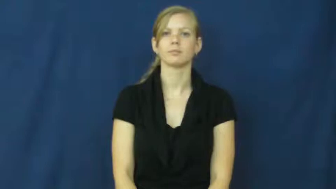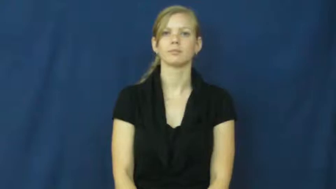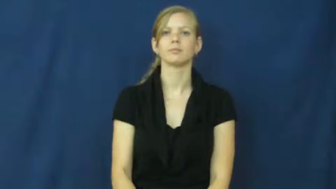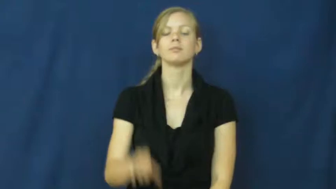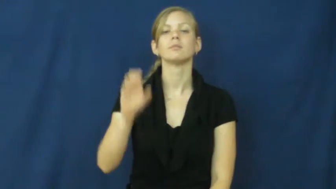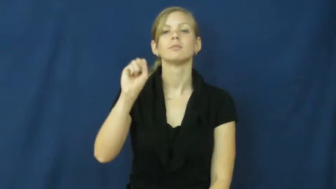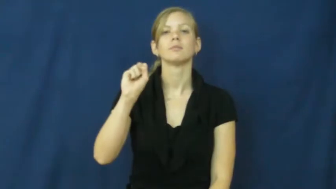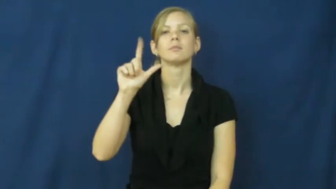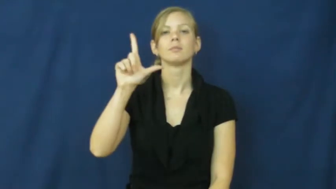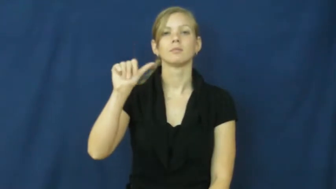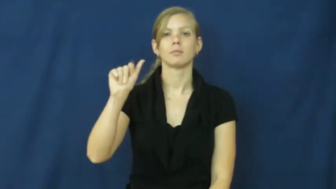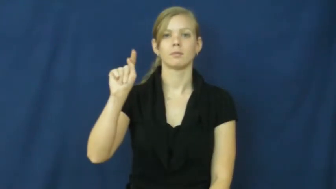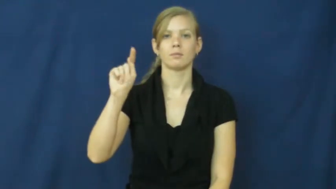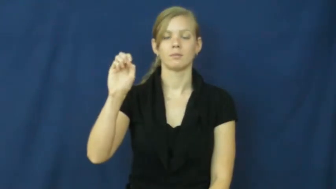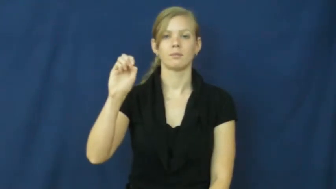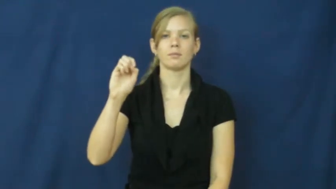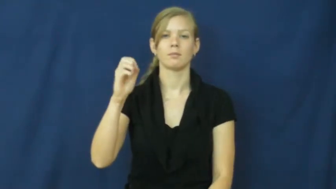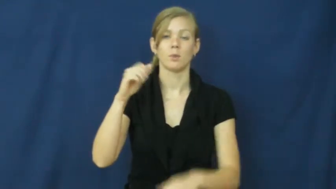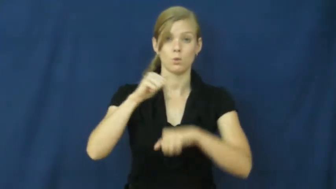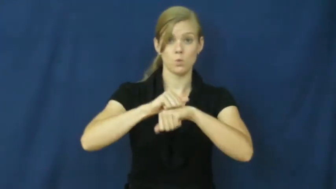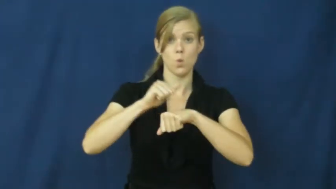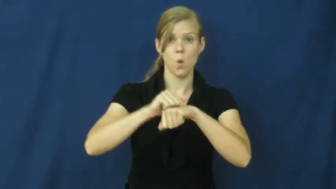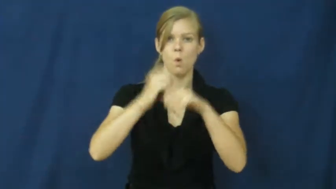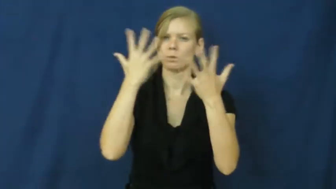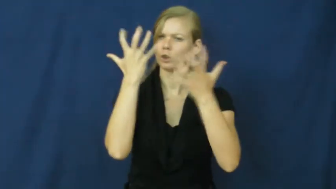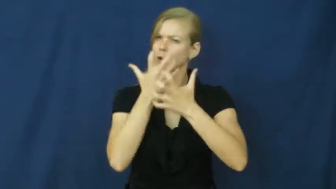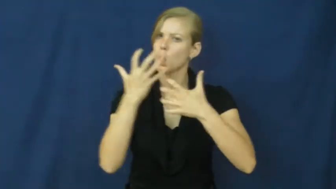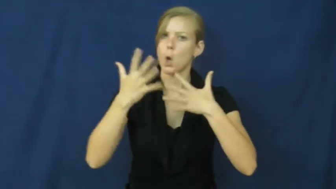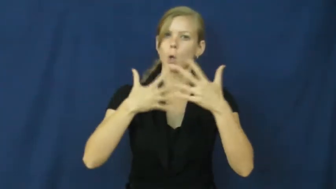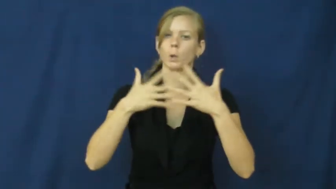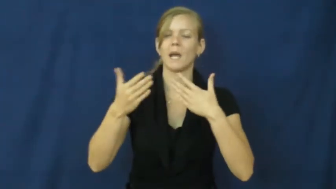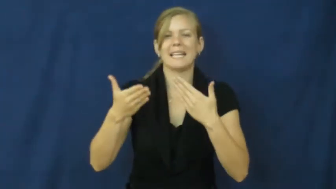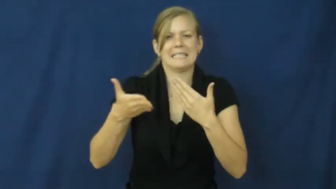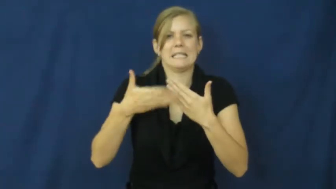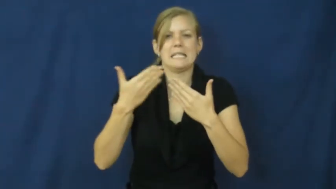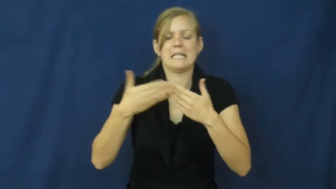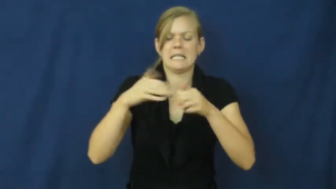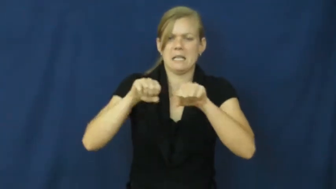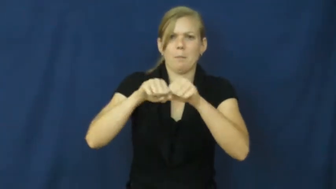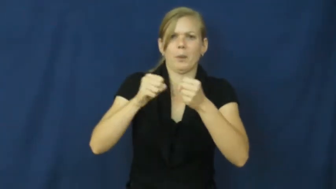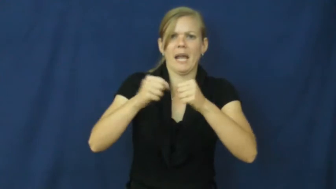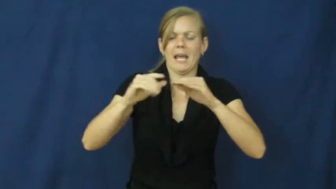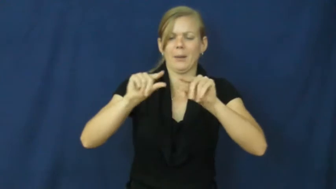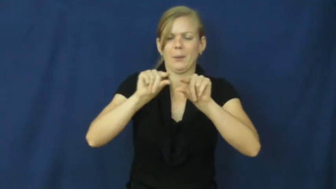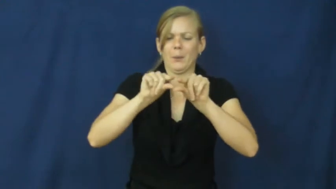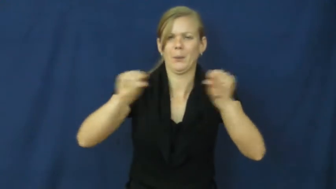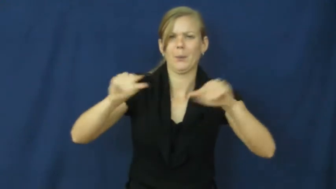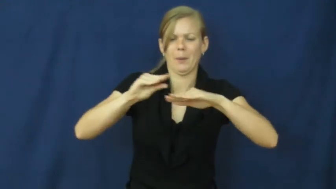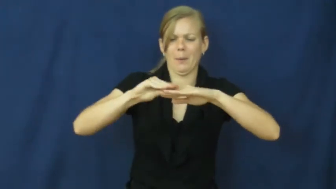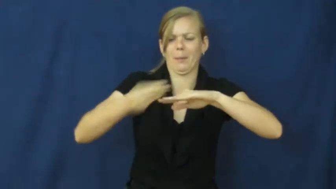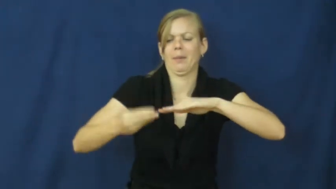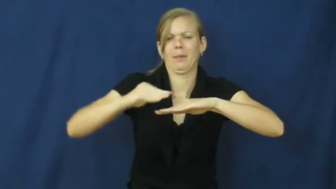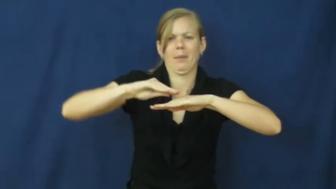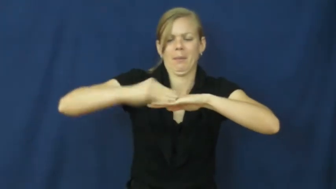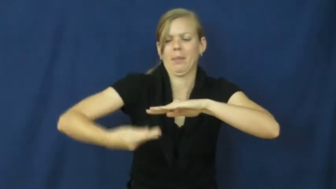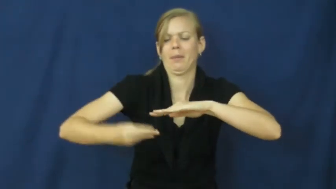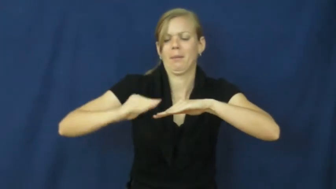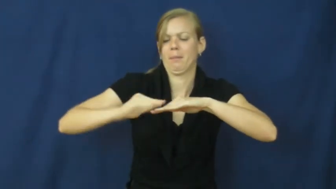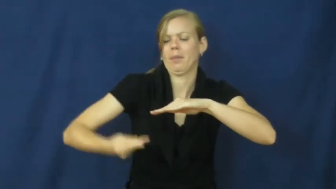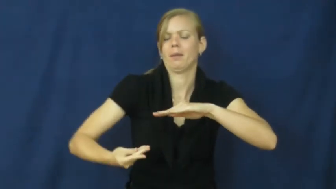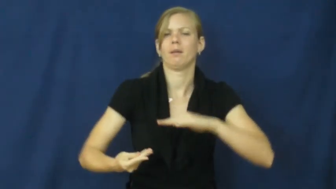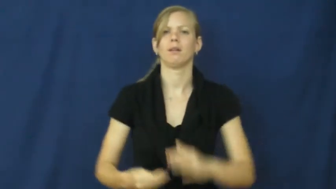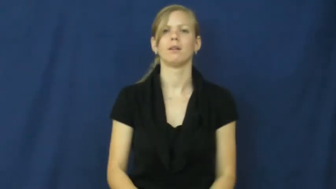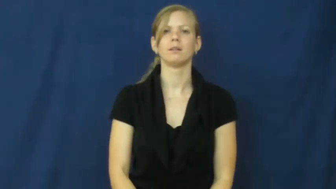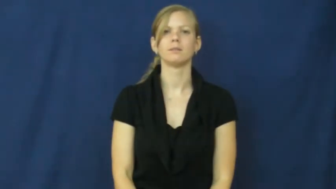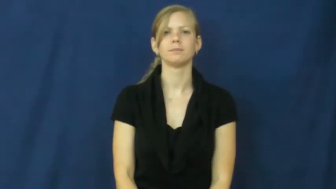slate-gray stone